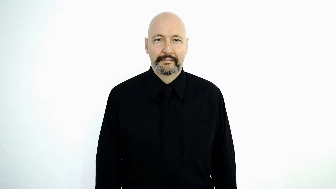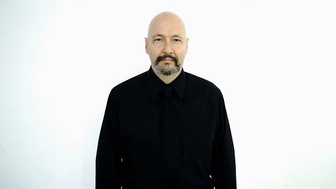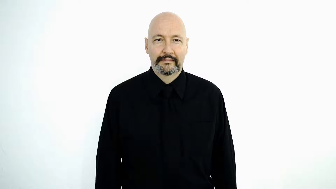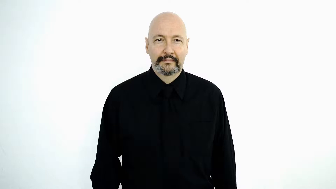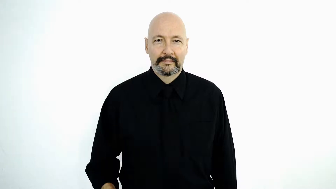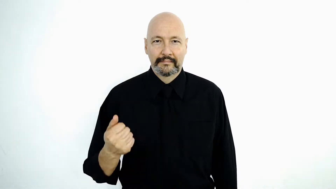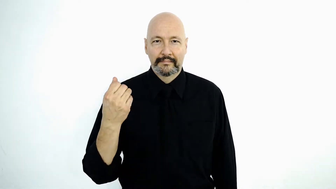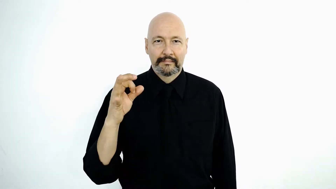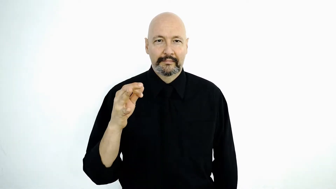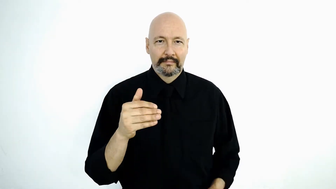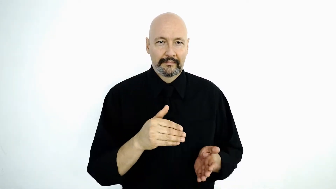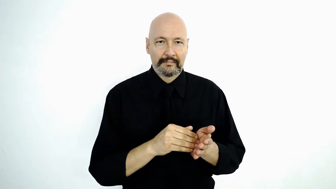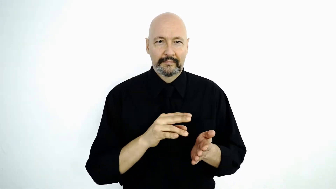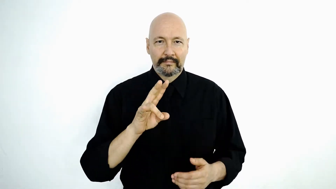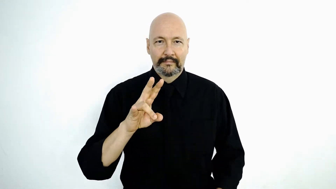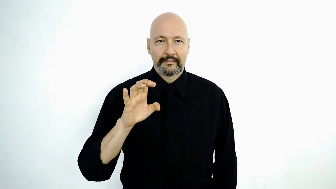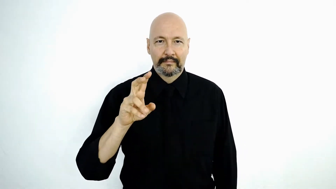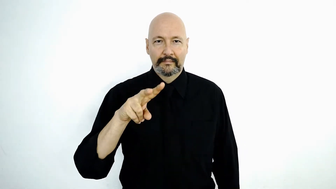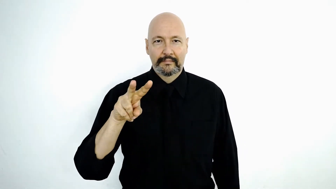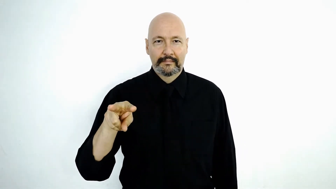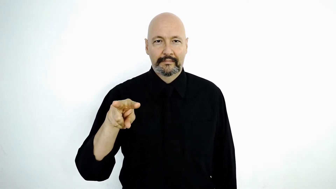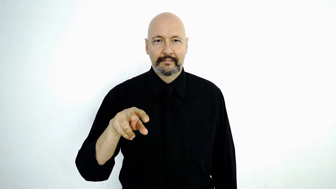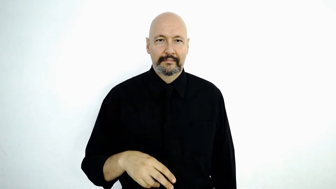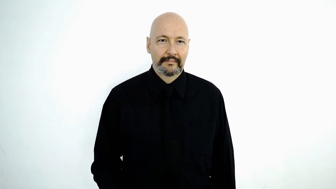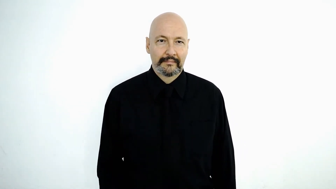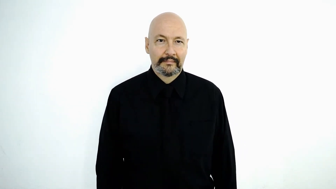19,722